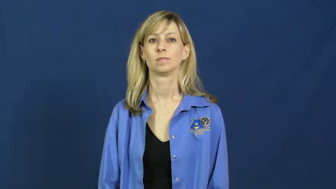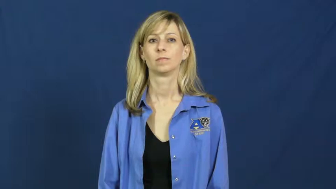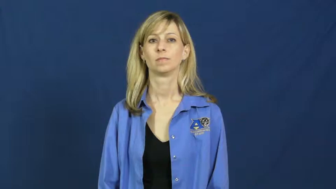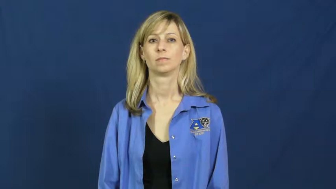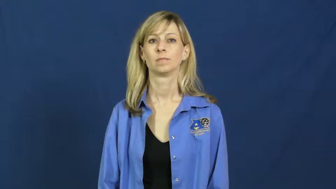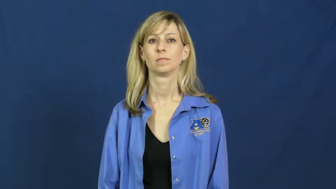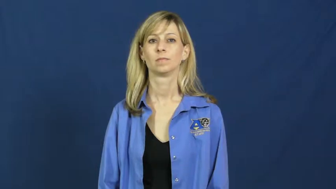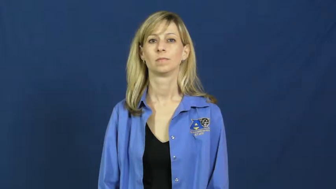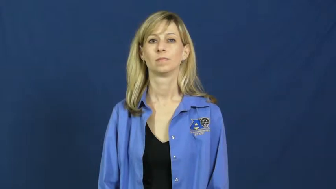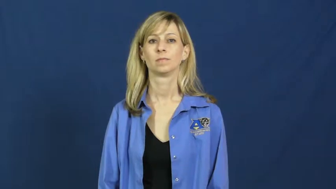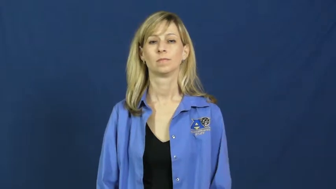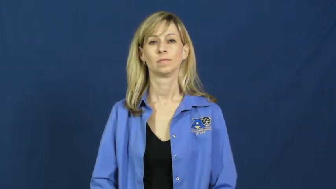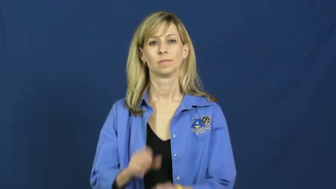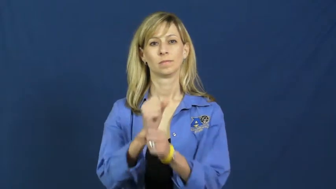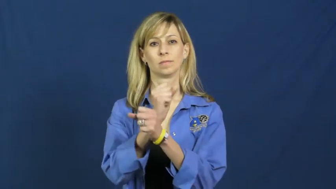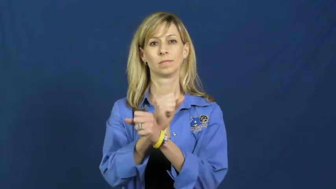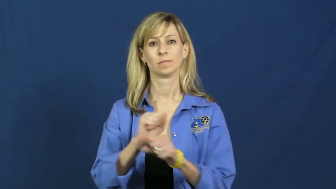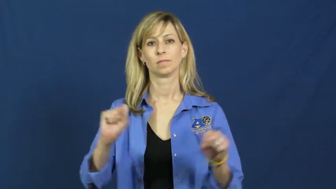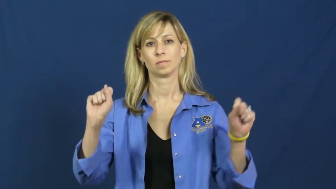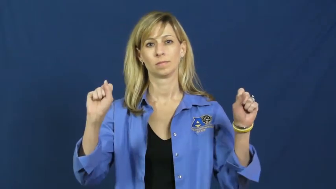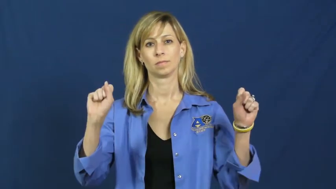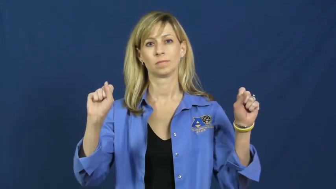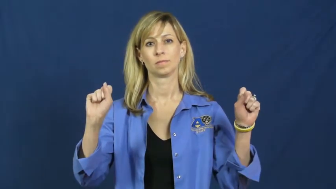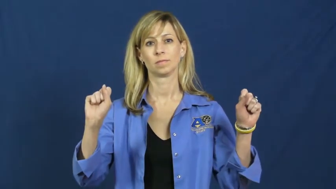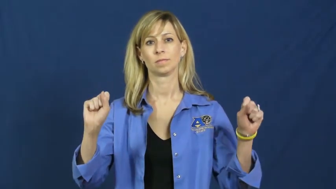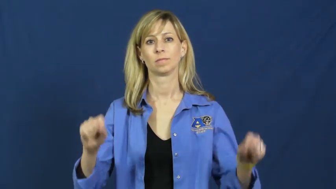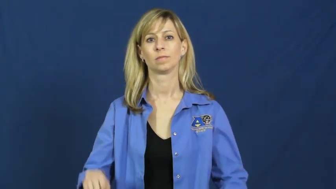rescue,deliver